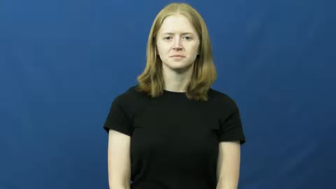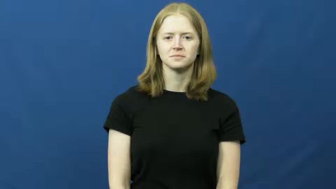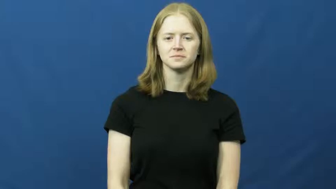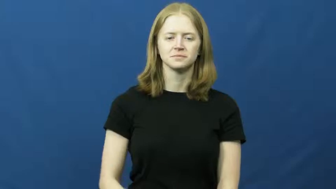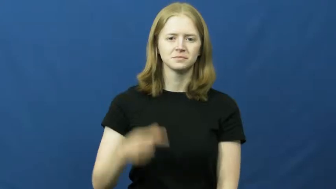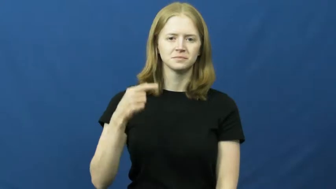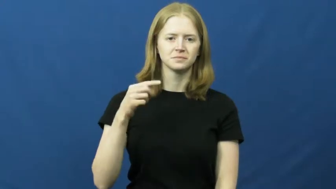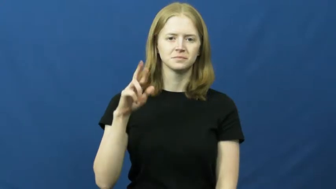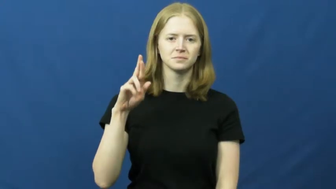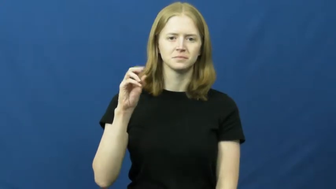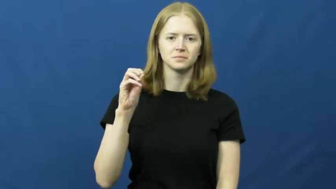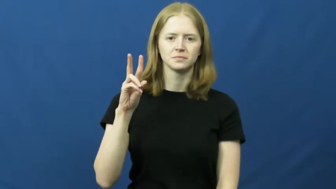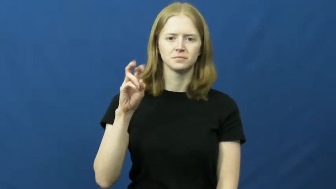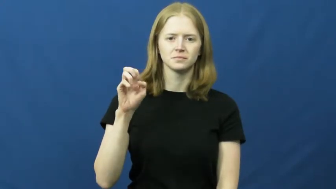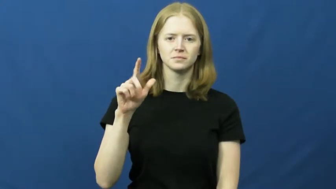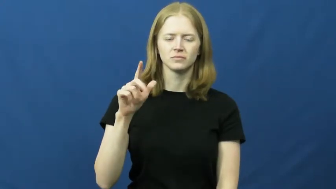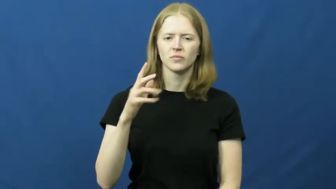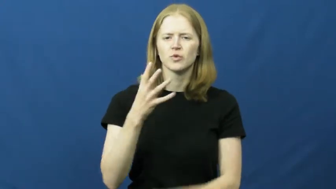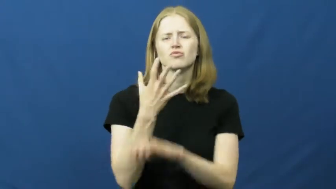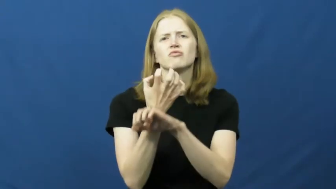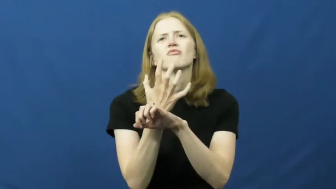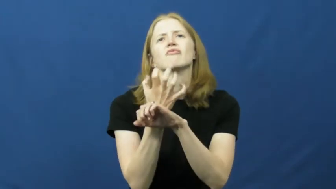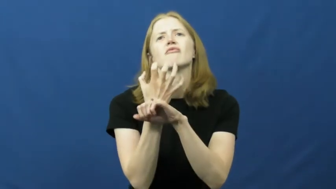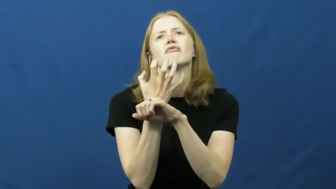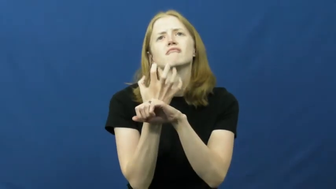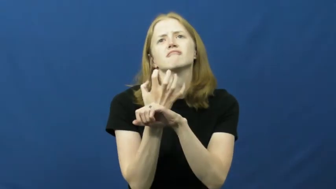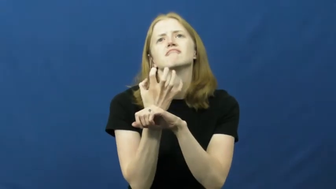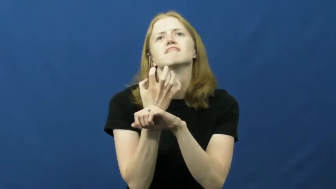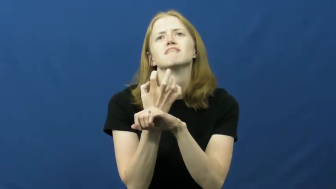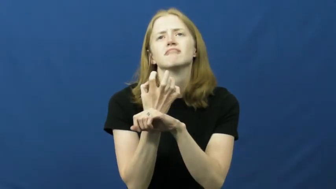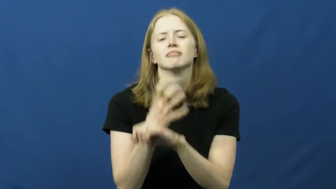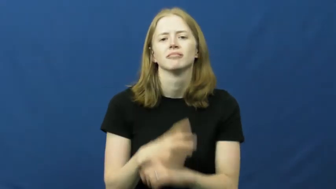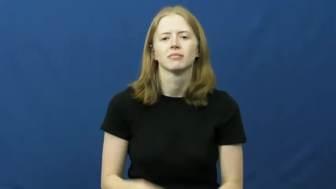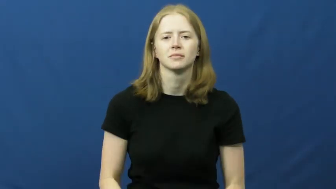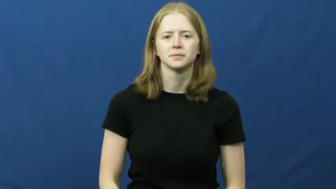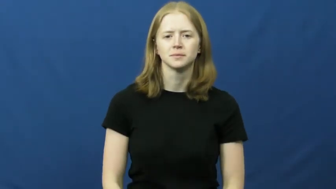grovel